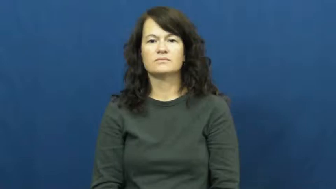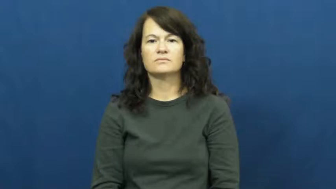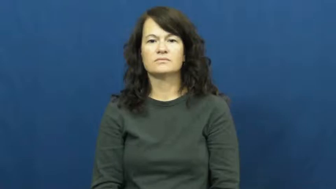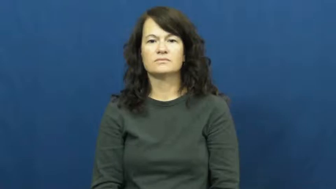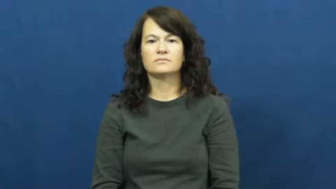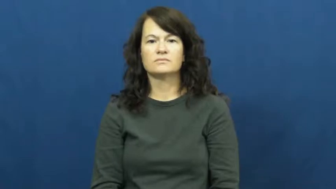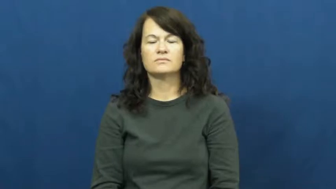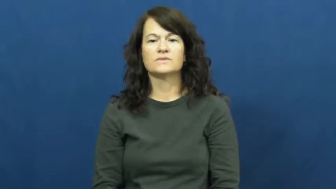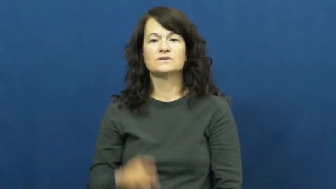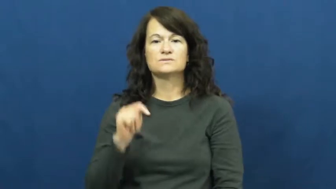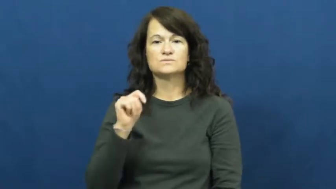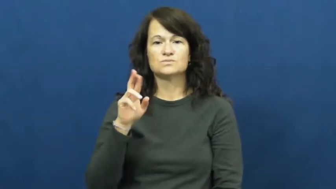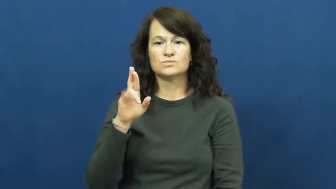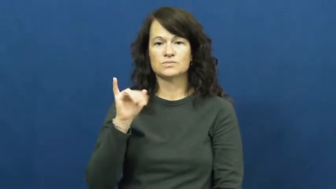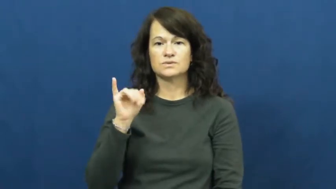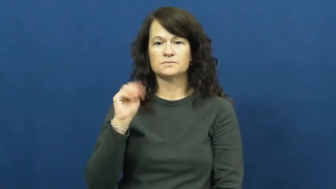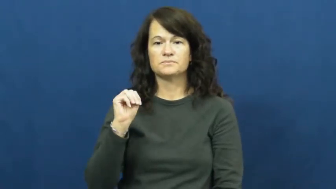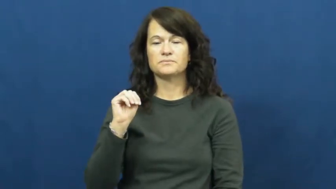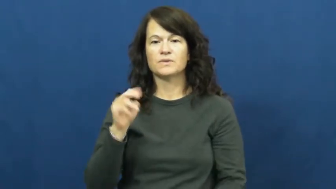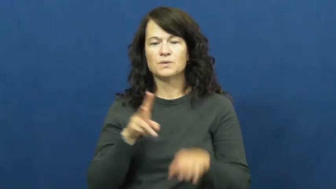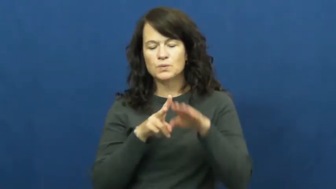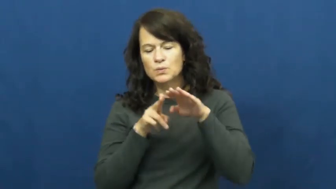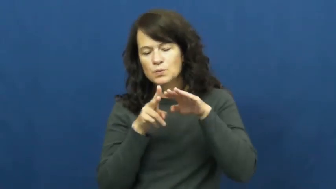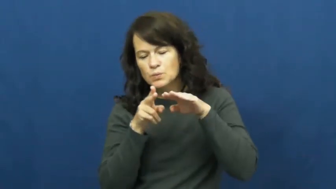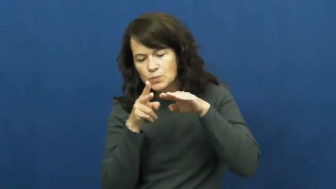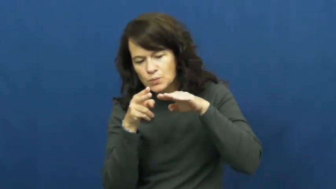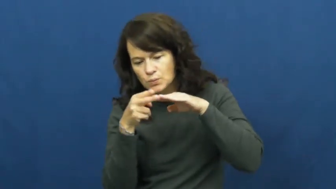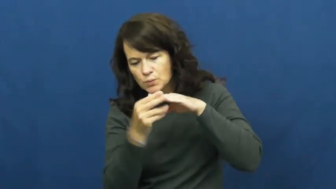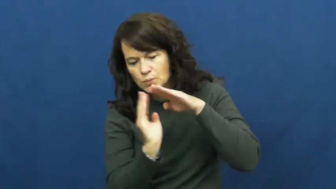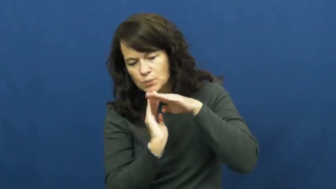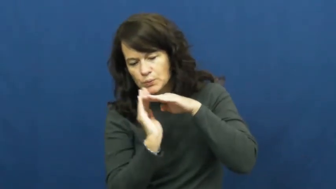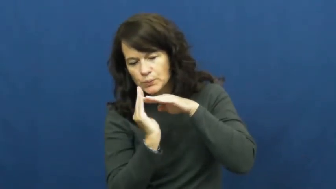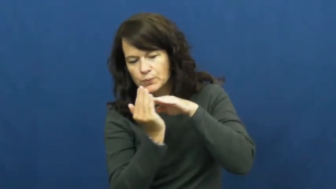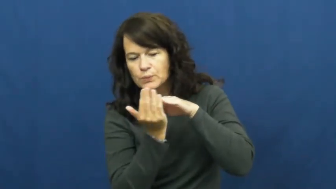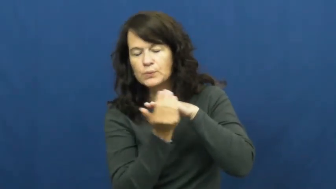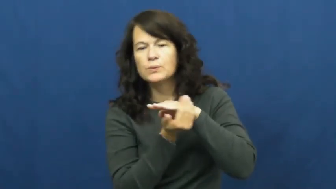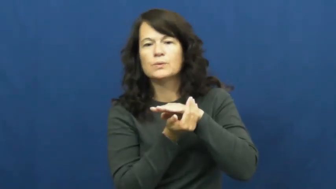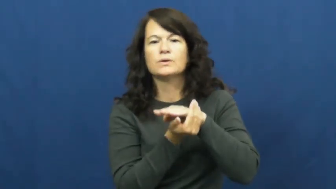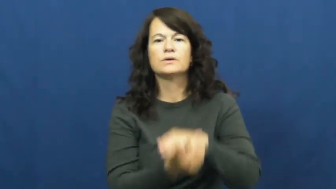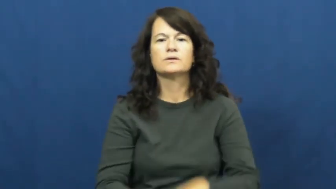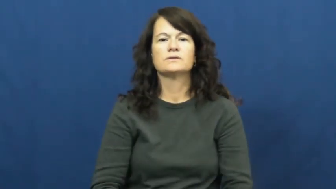trim,trim up,trim away